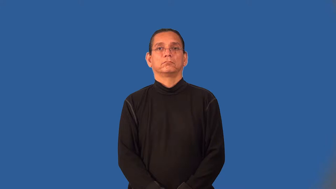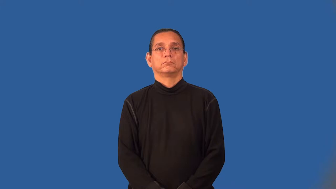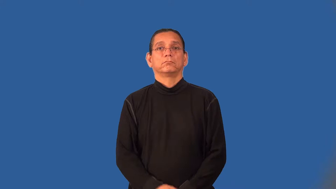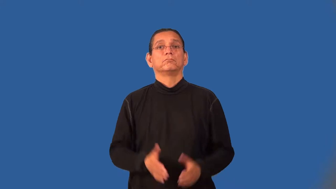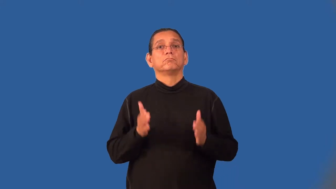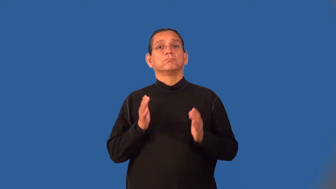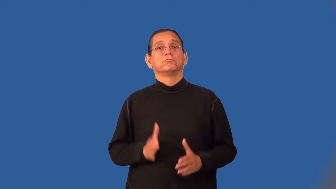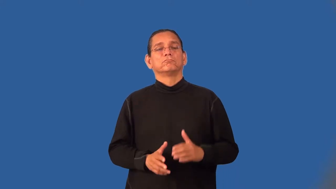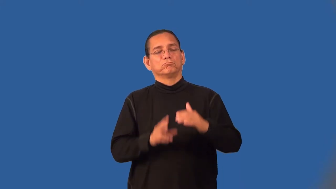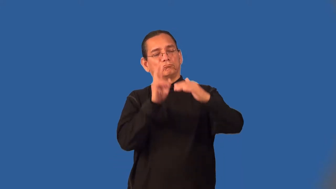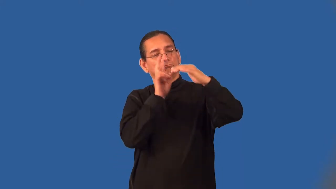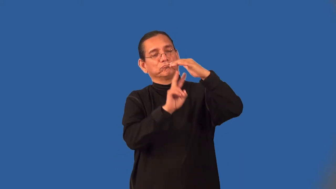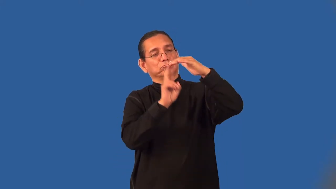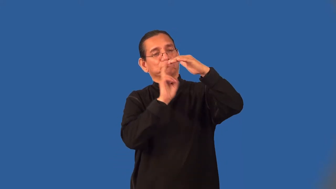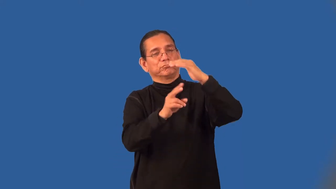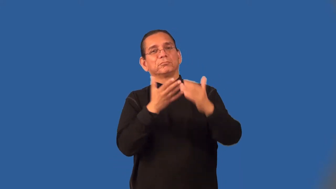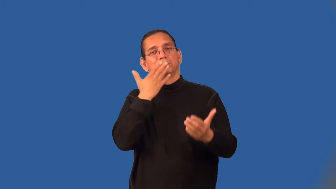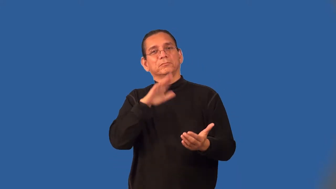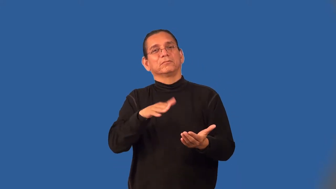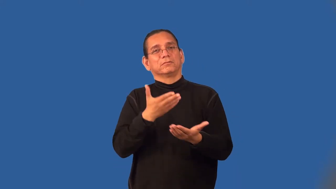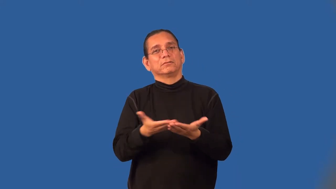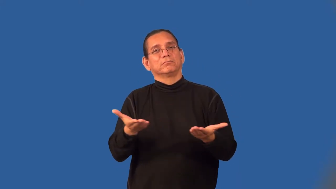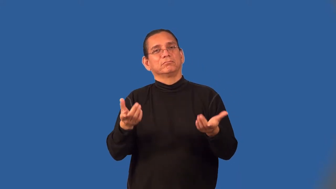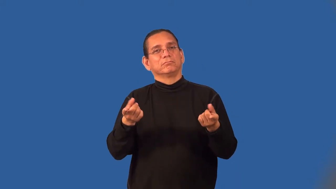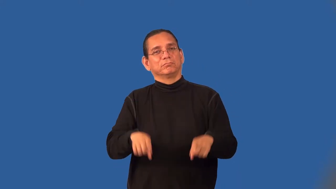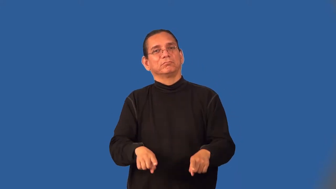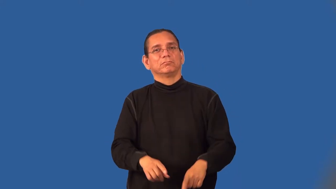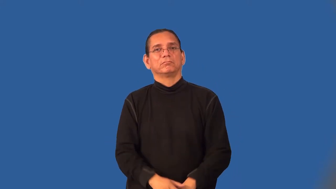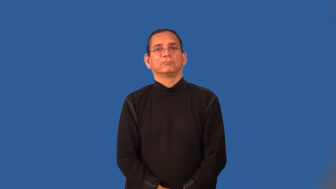doomsayer